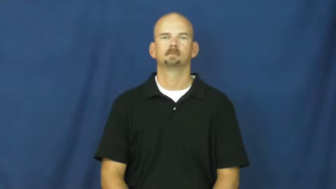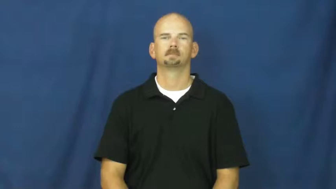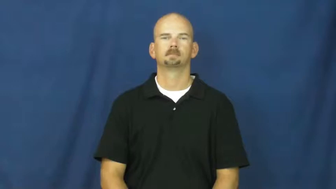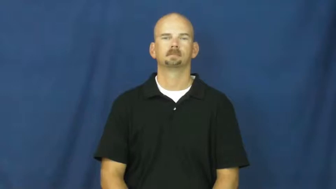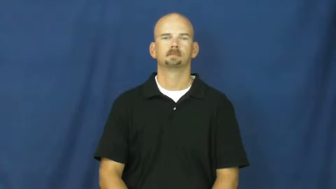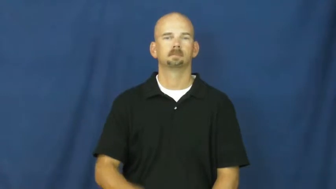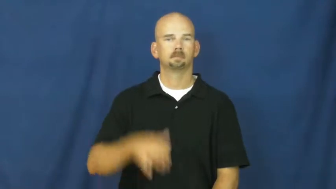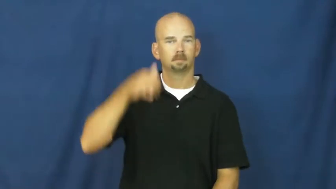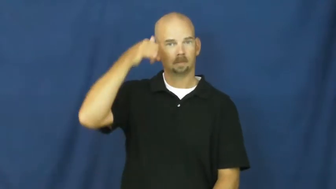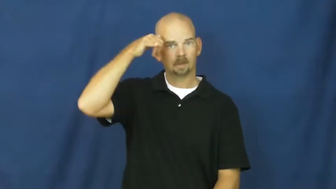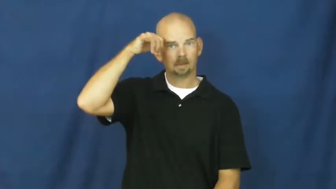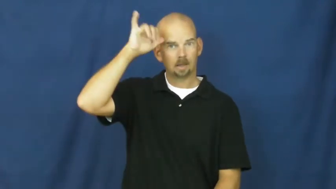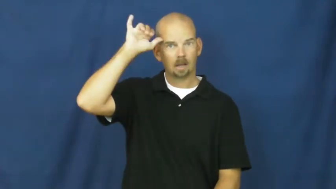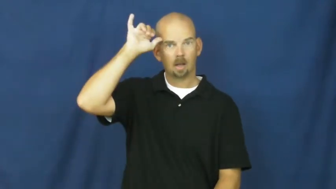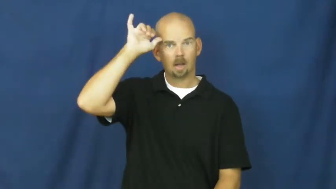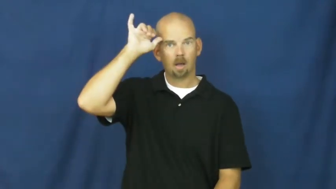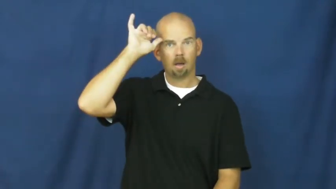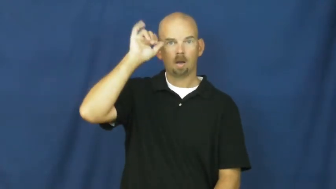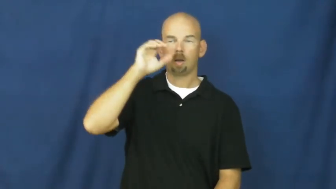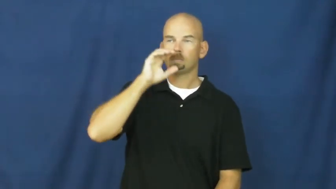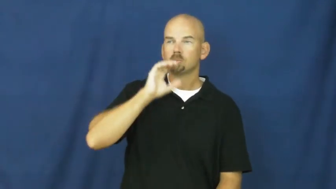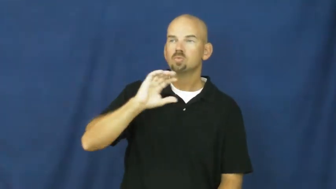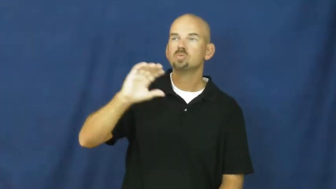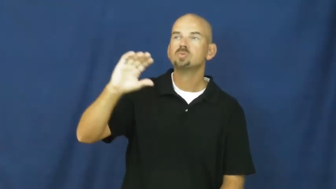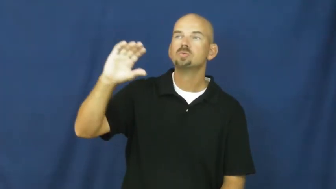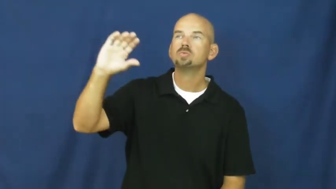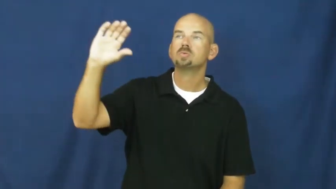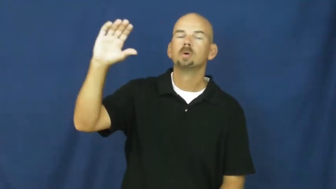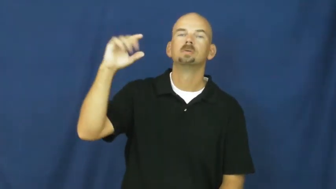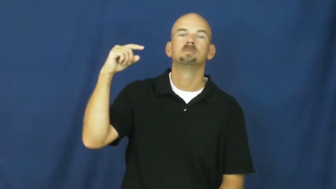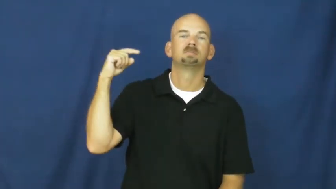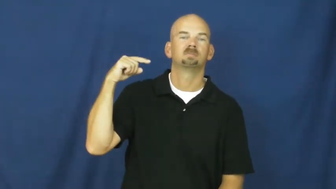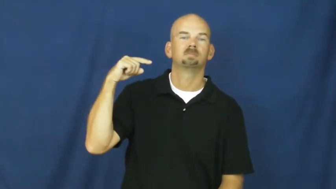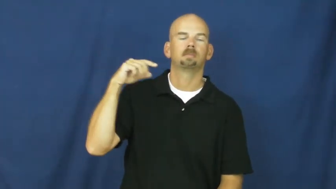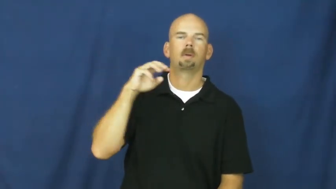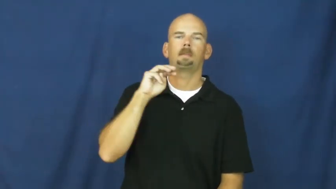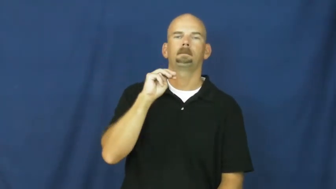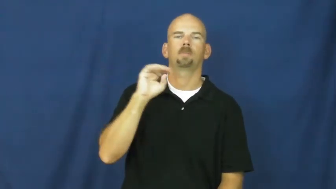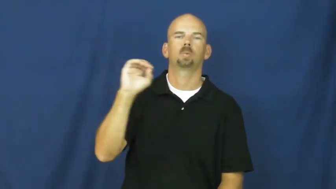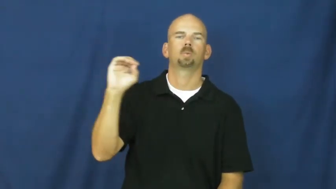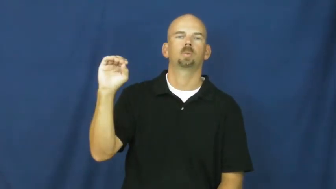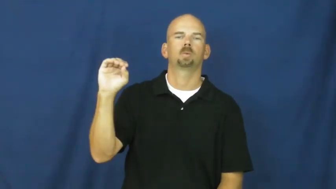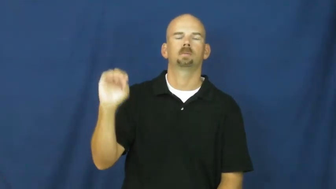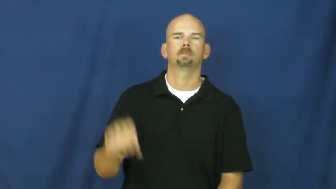moo